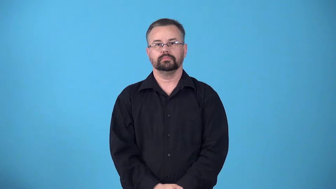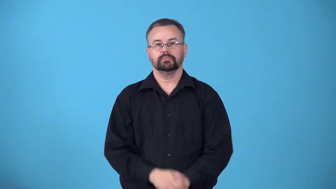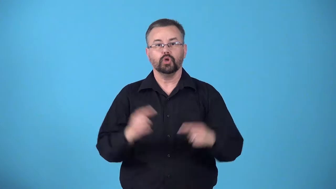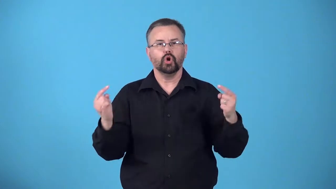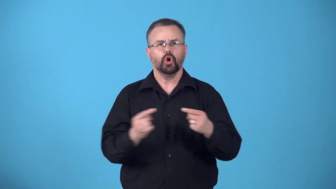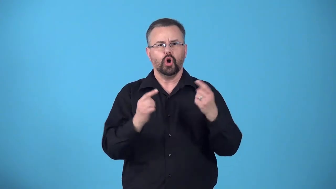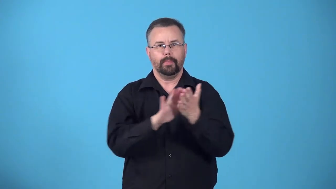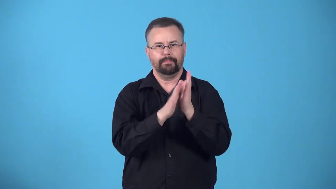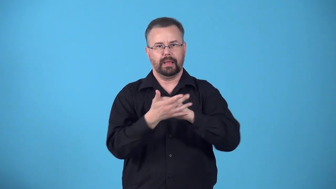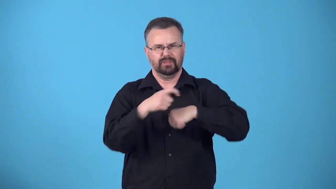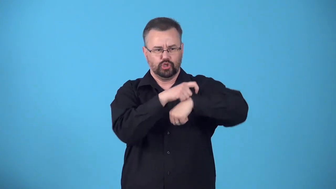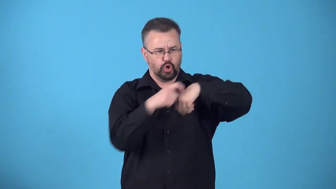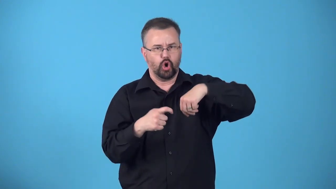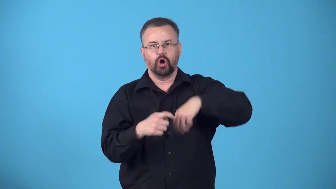cicatrize